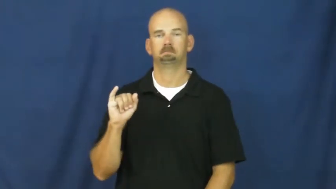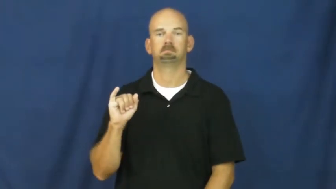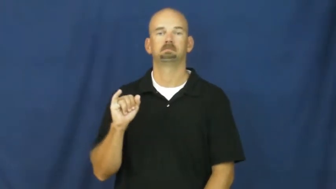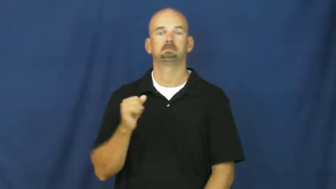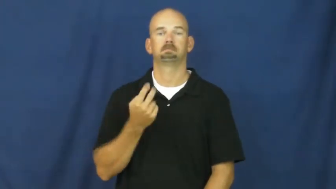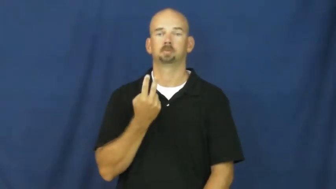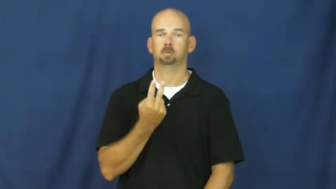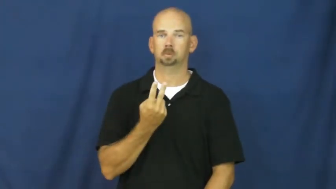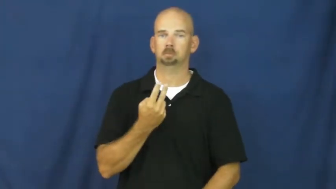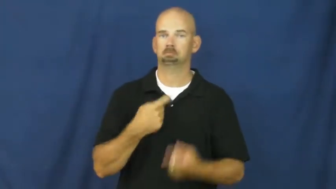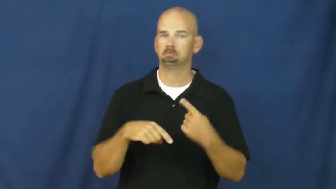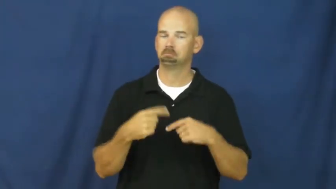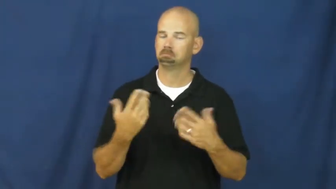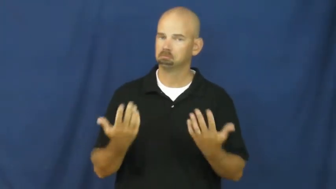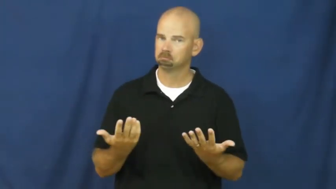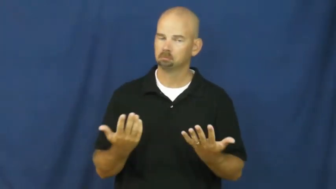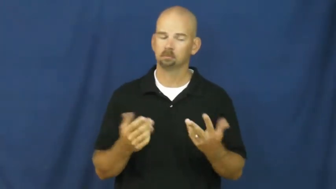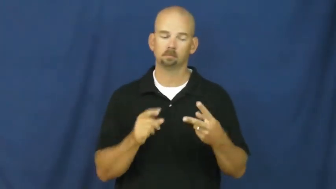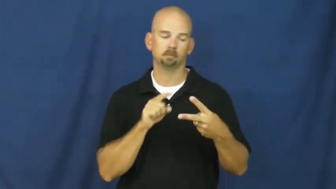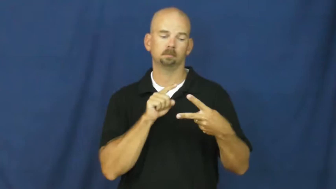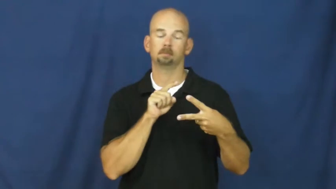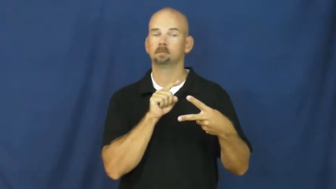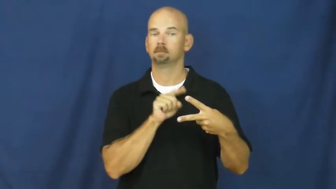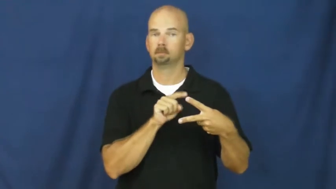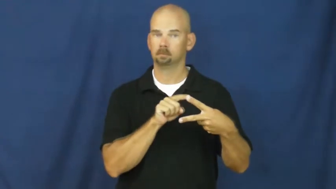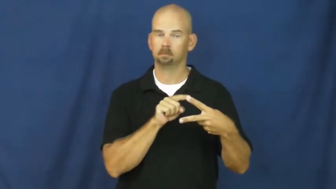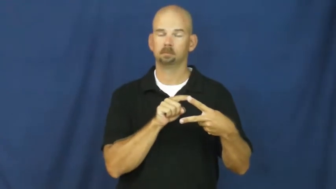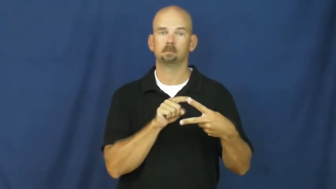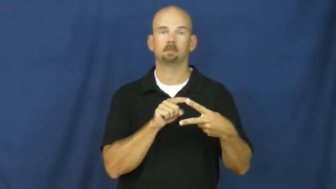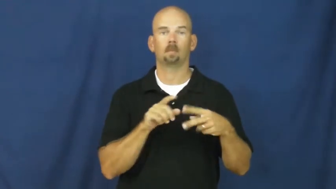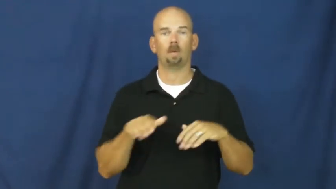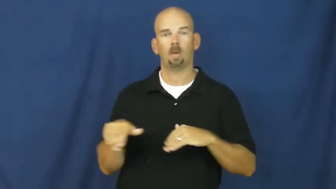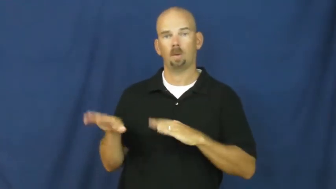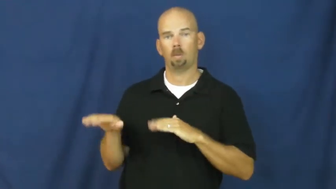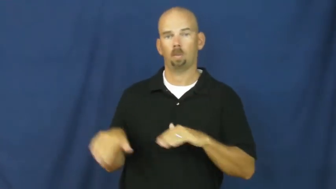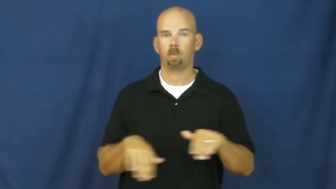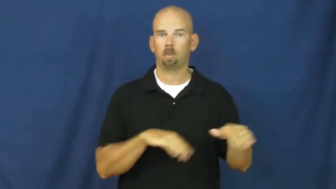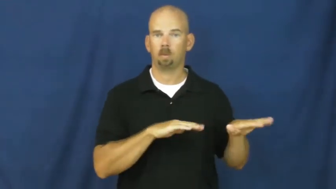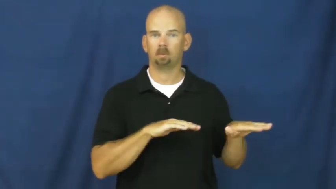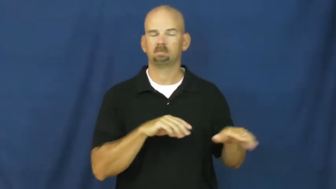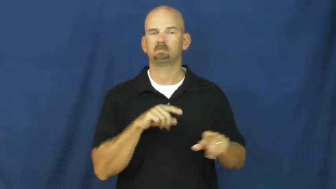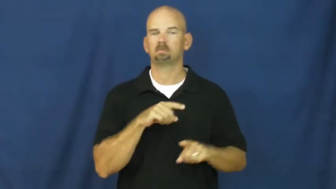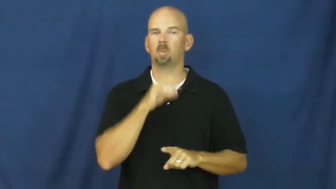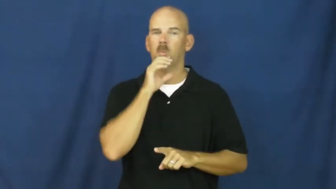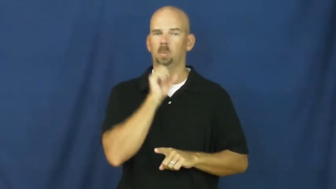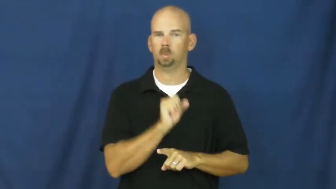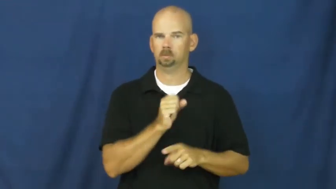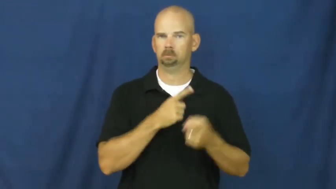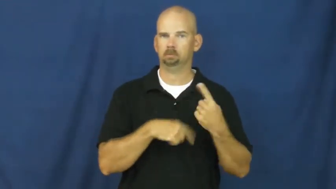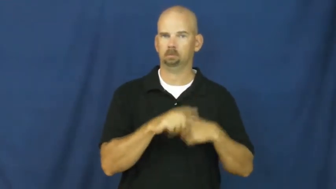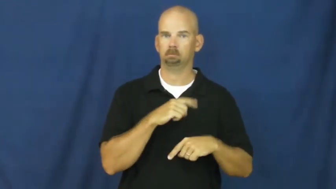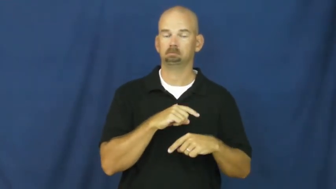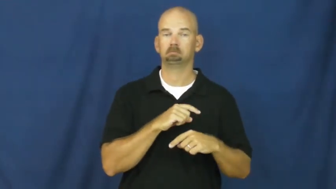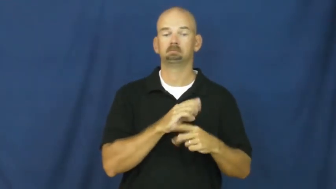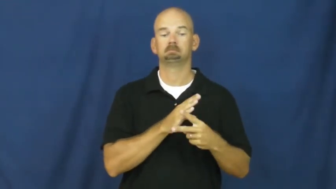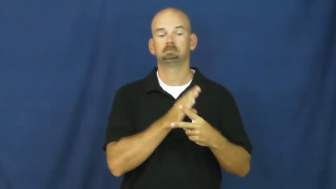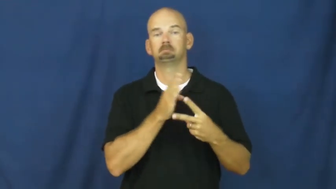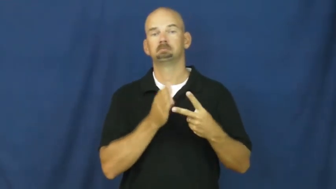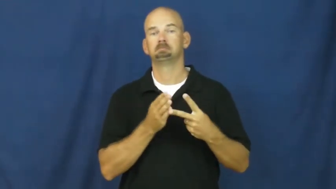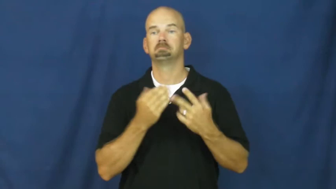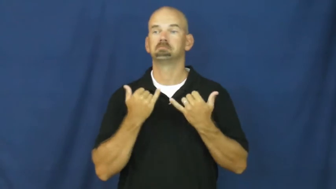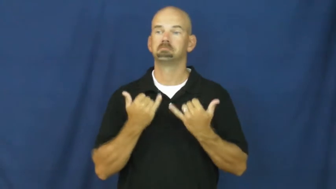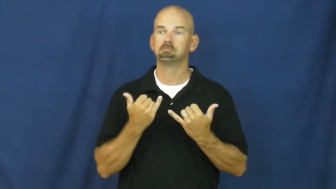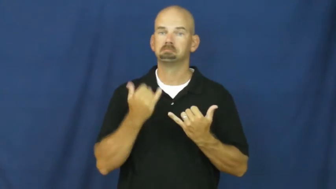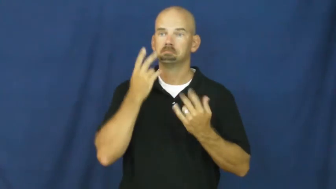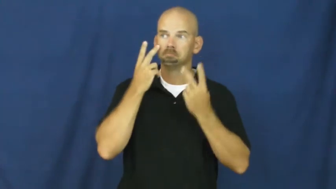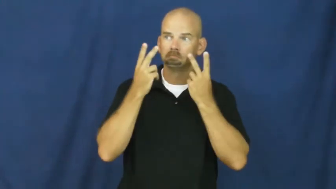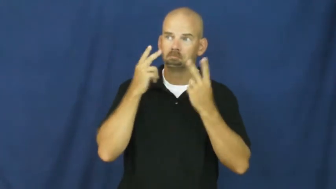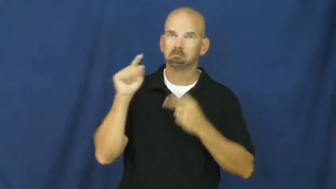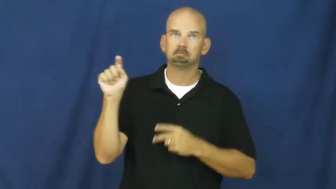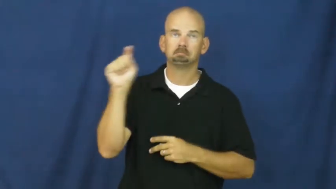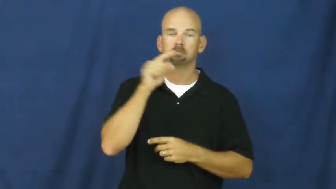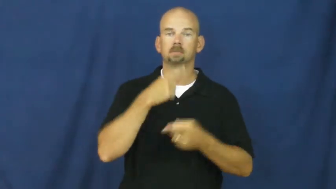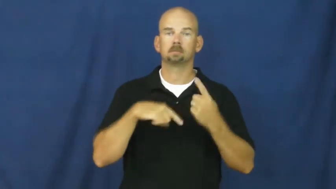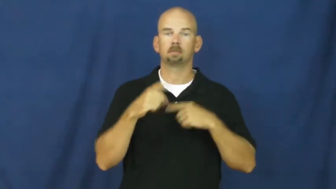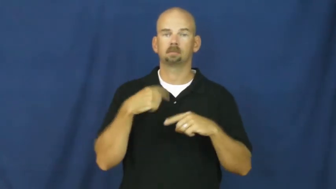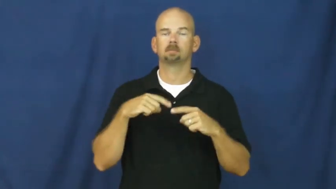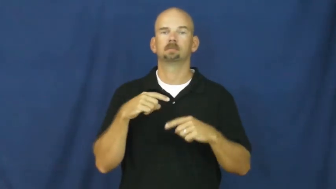hawaii